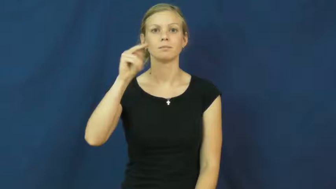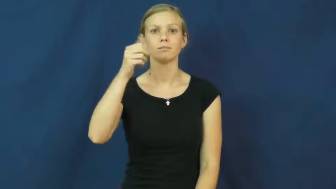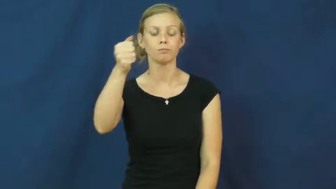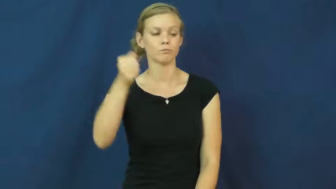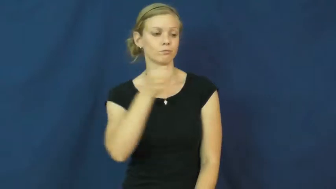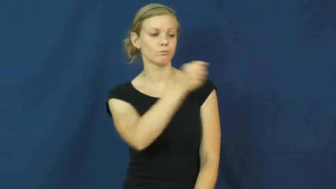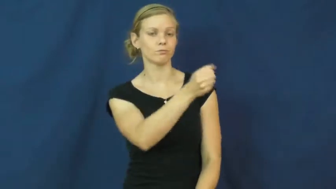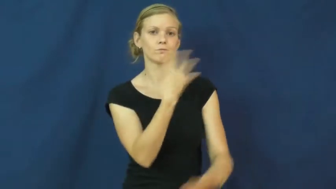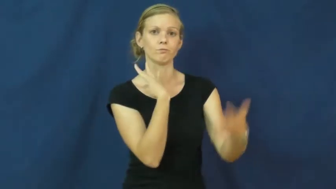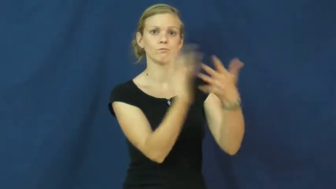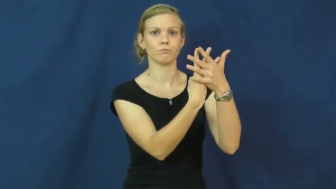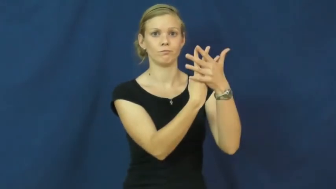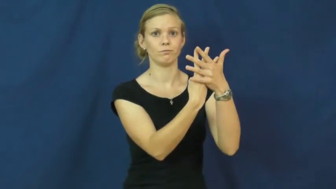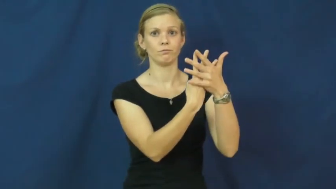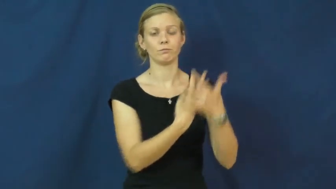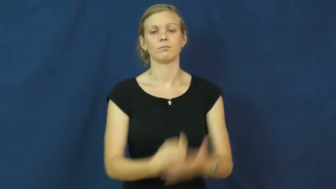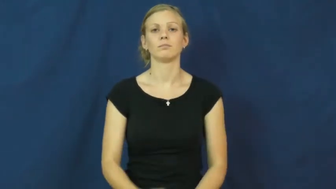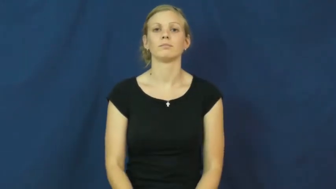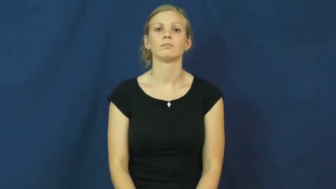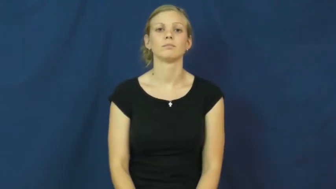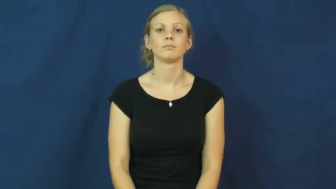imprison,containment,put away,shut away,durance,spend time,serve time